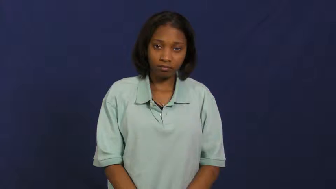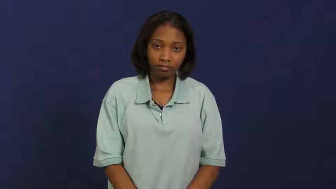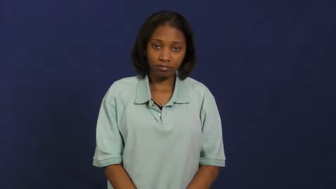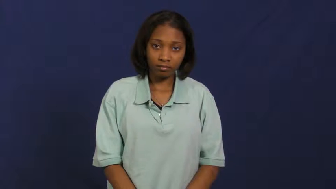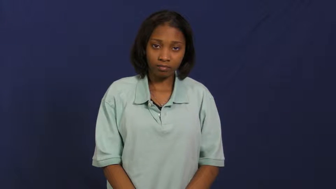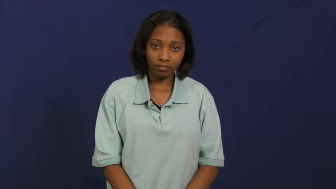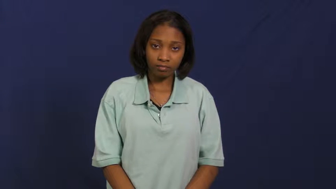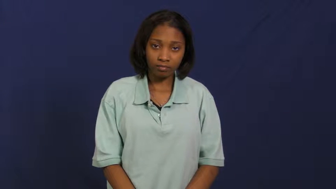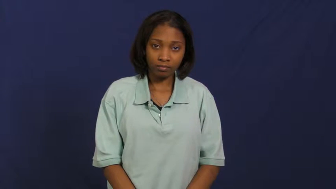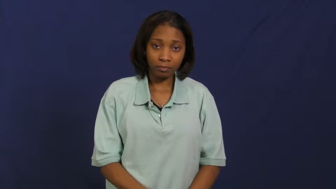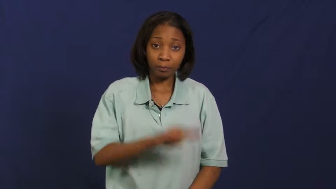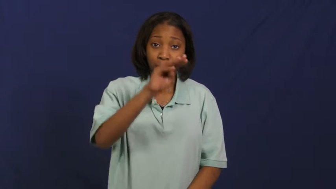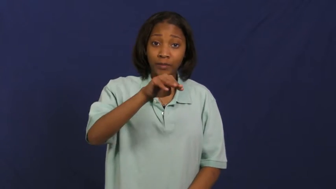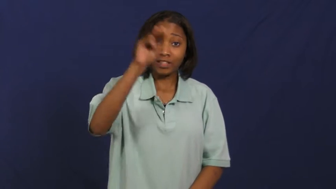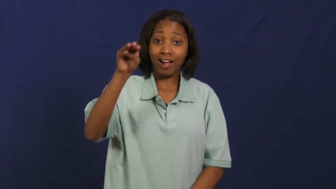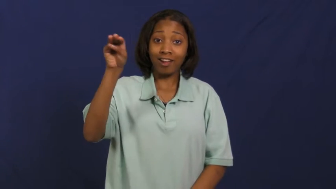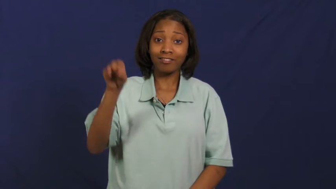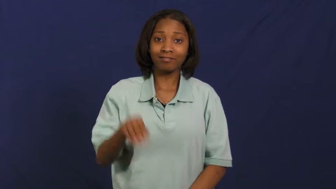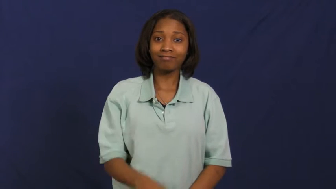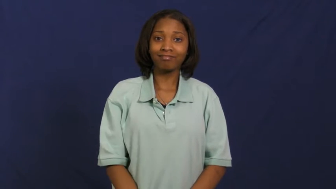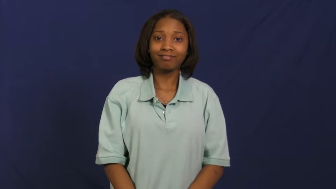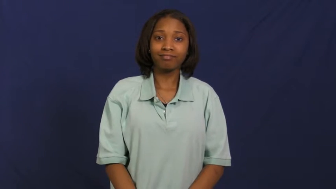mcdonalds